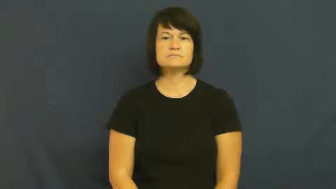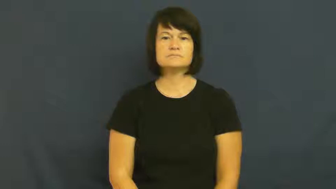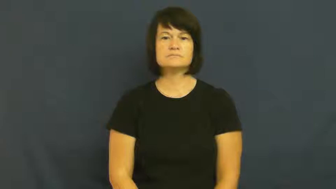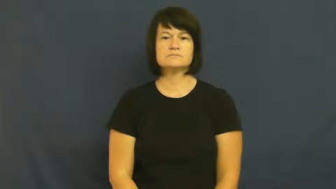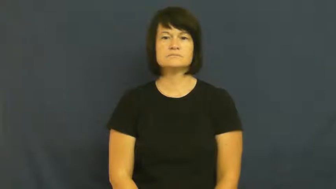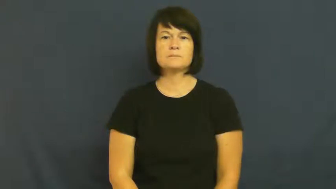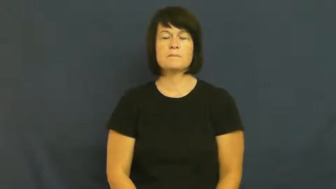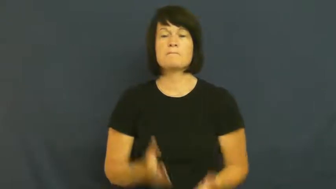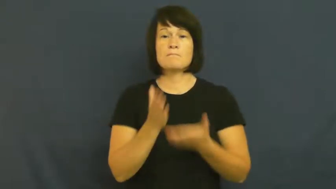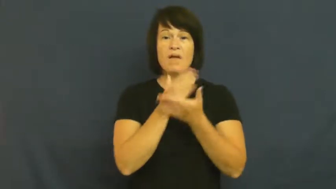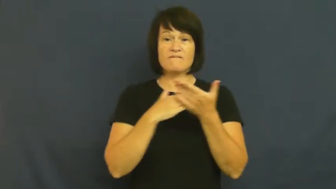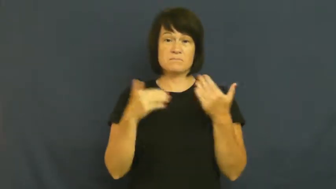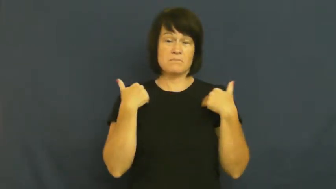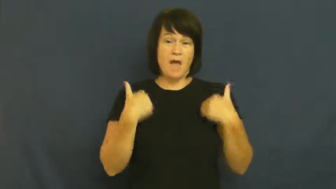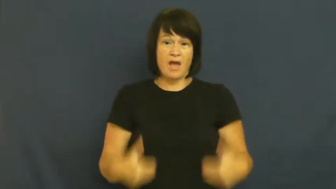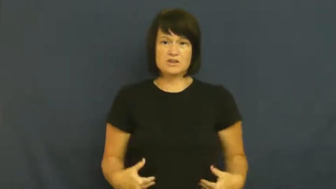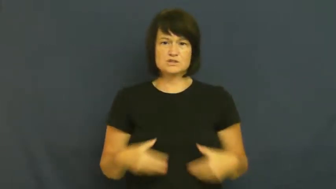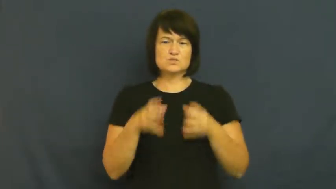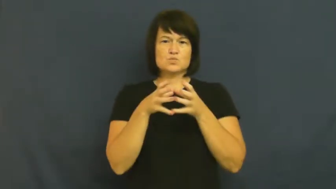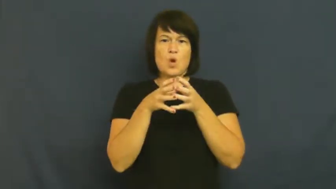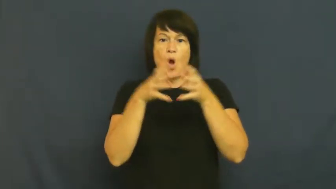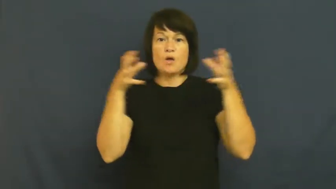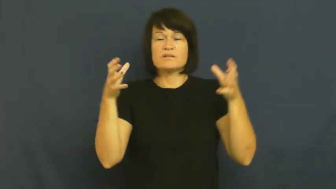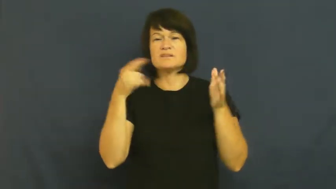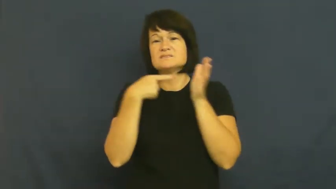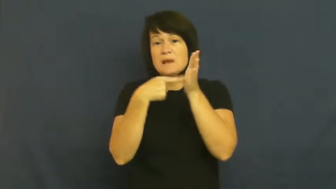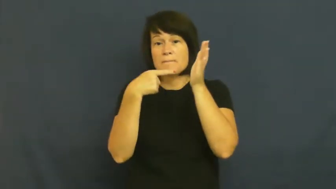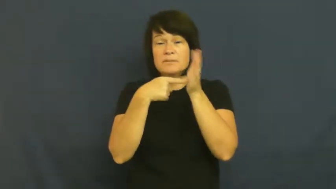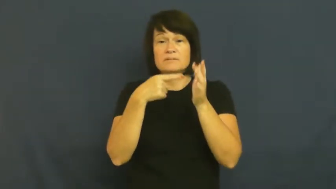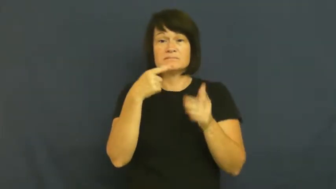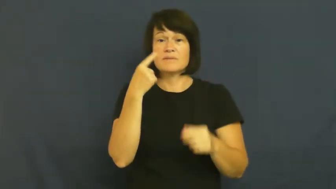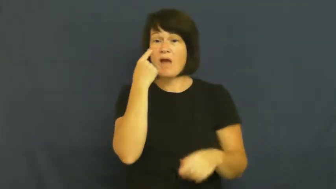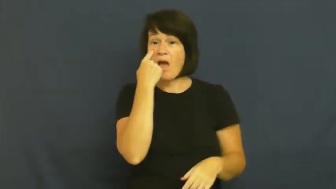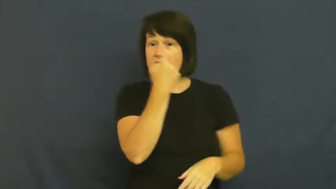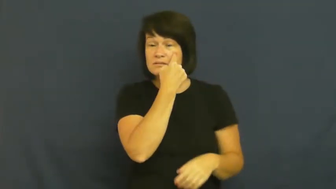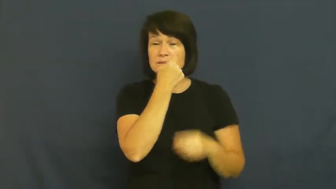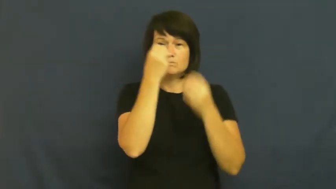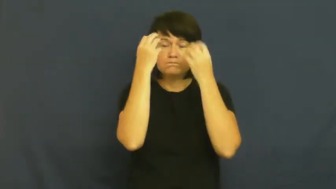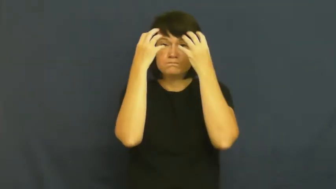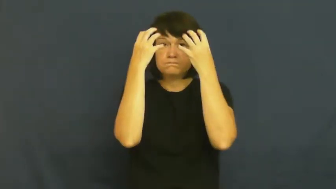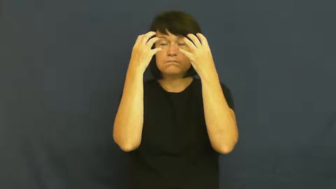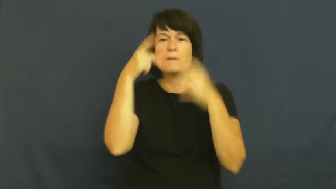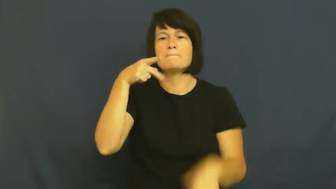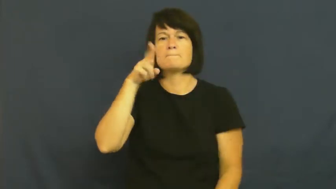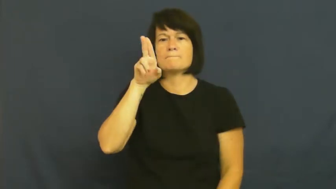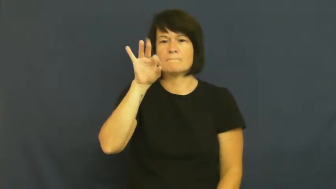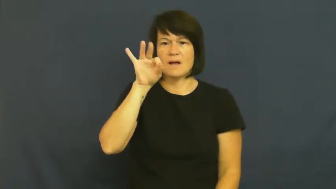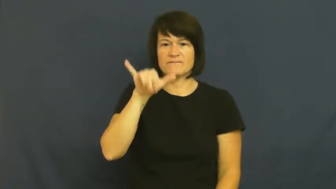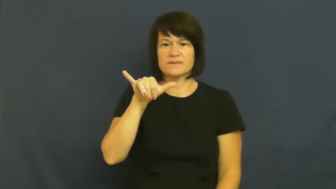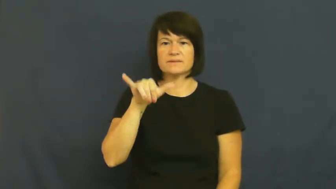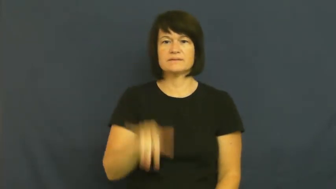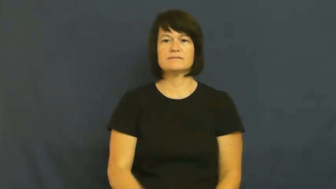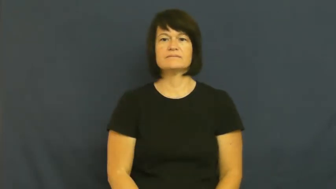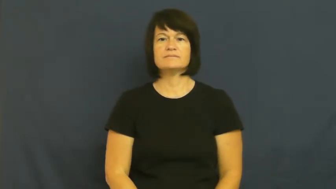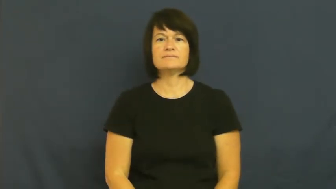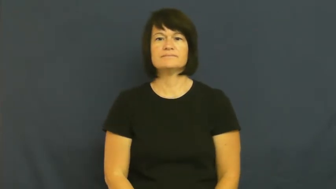puffy